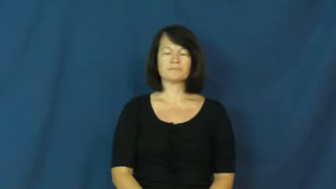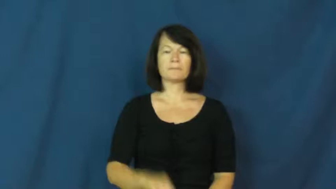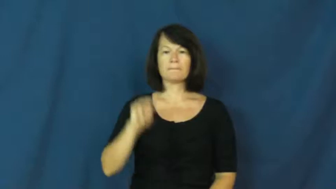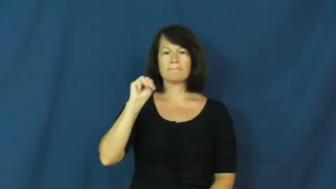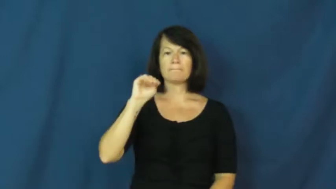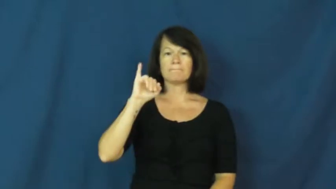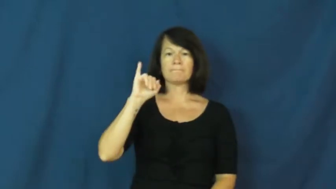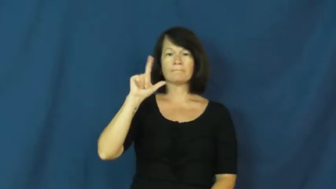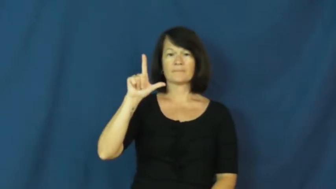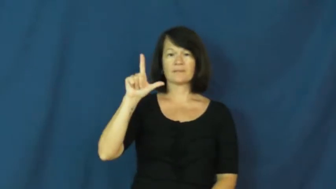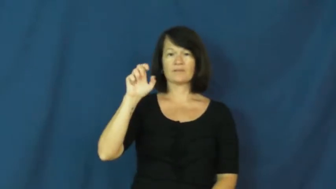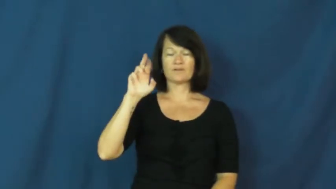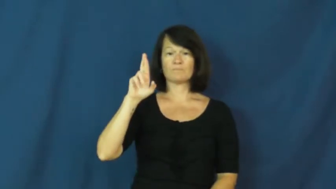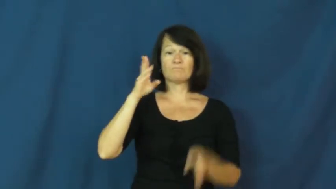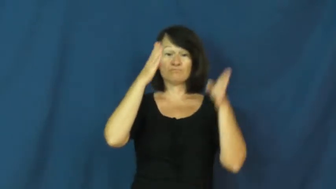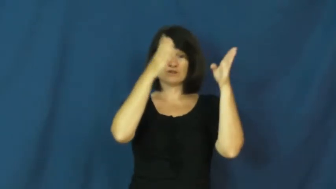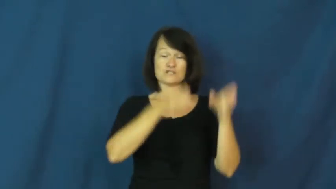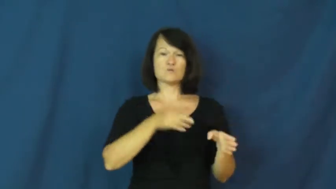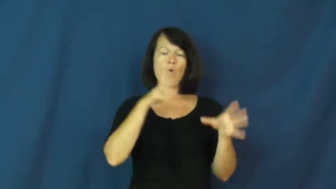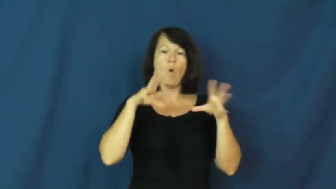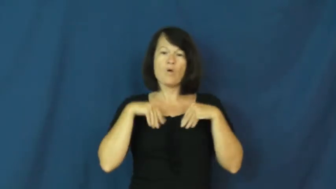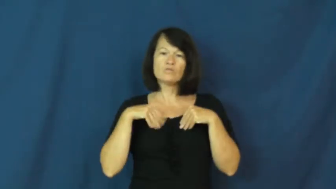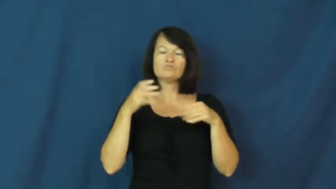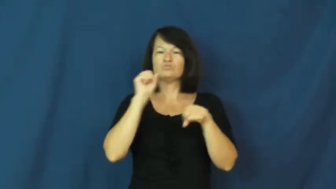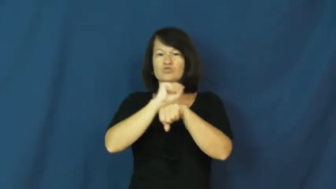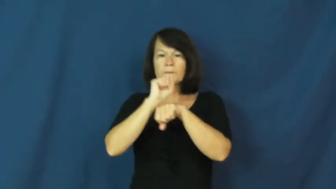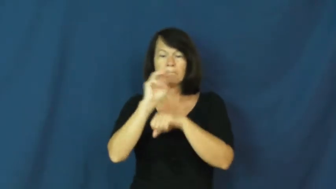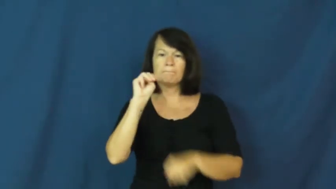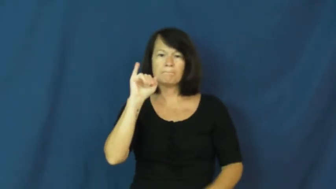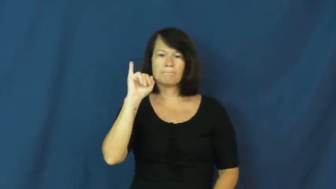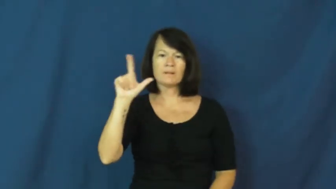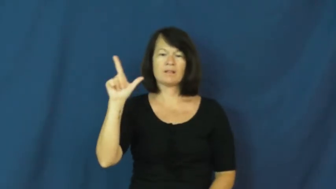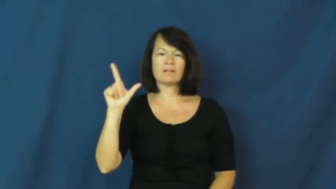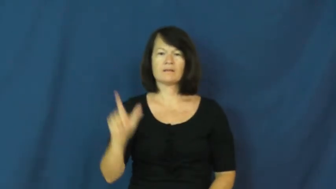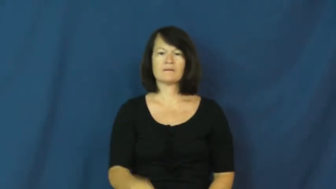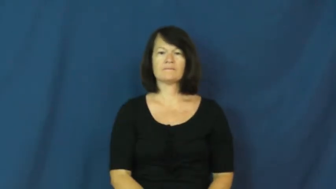miller